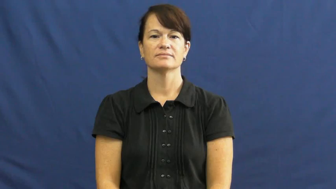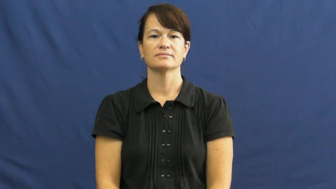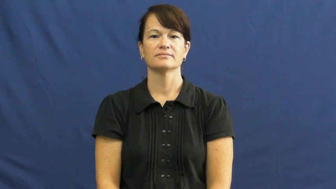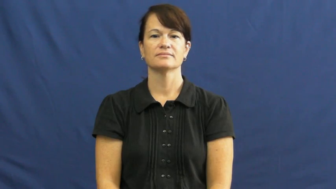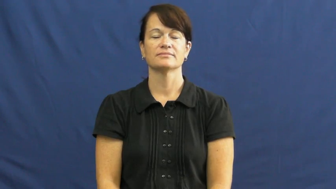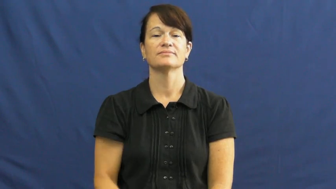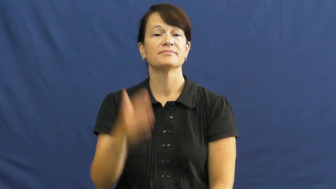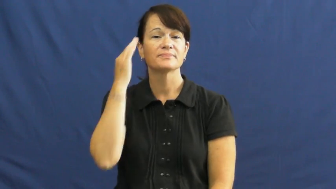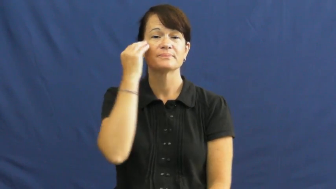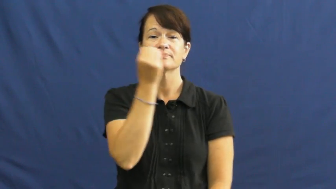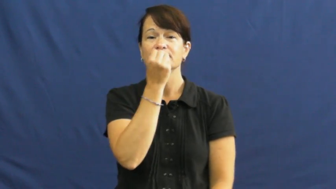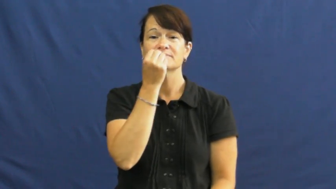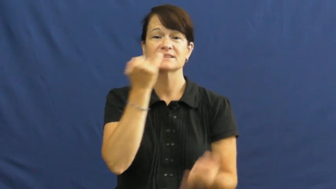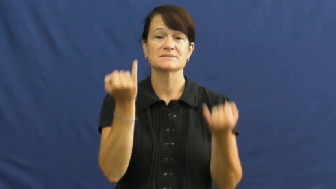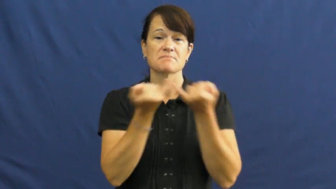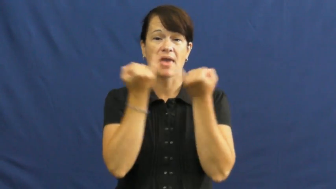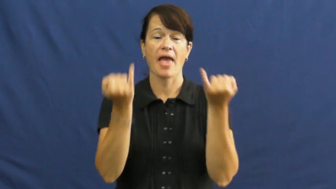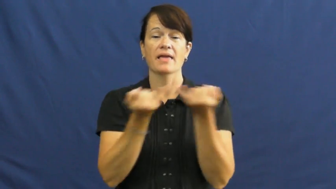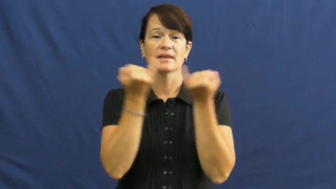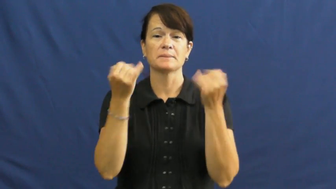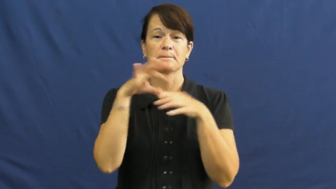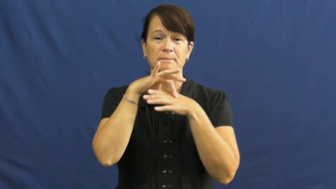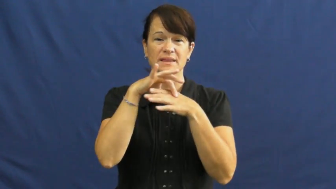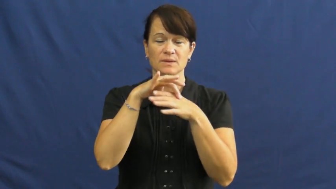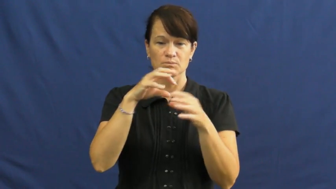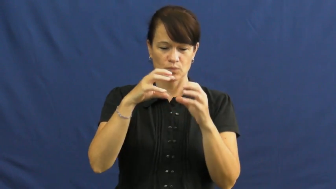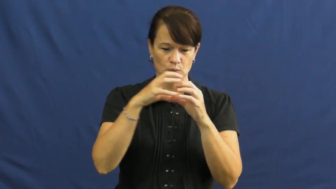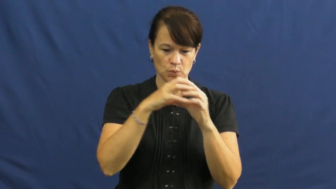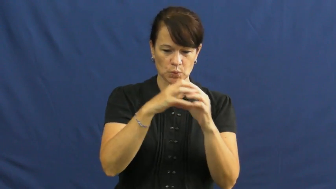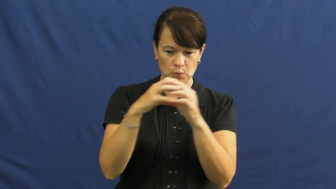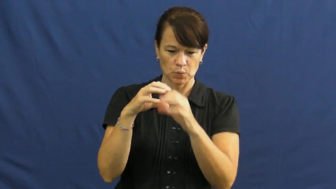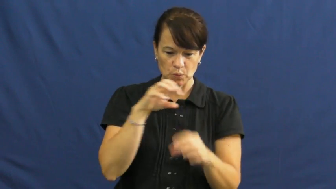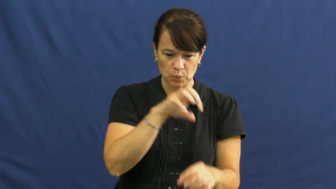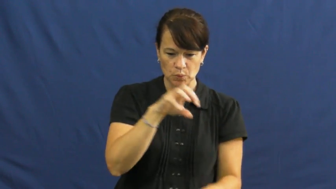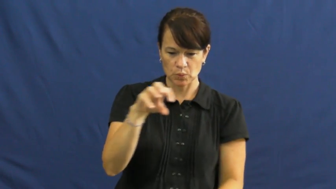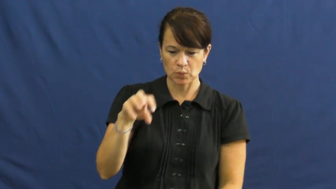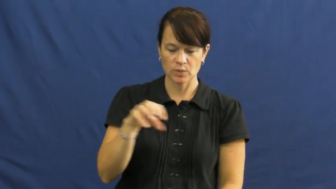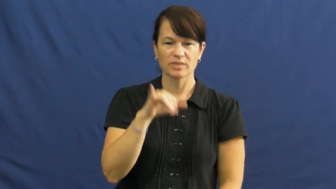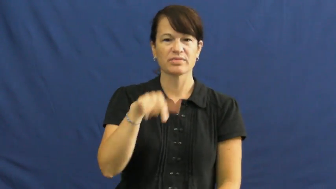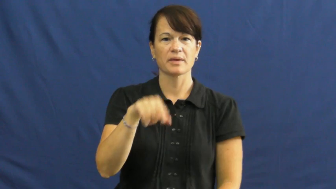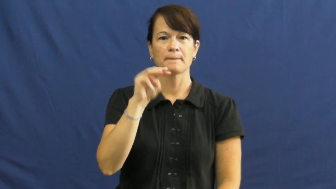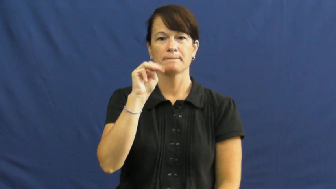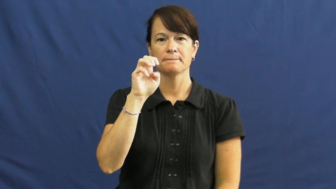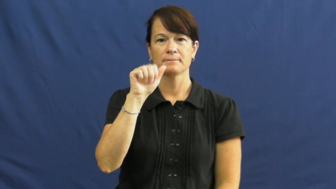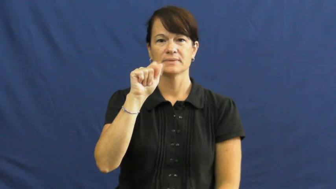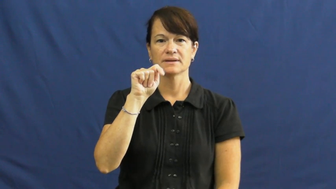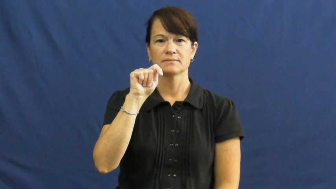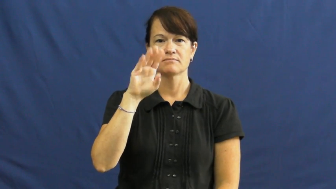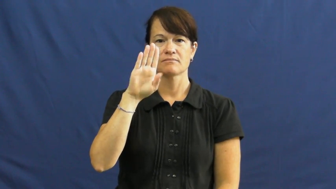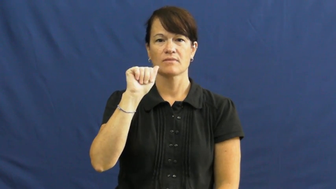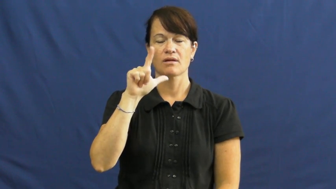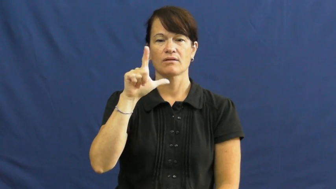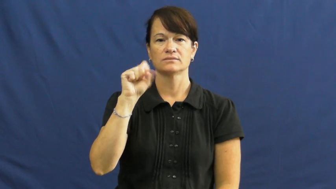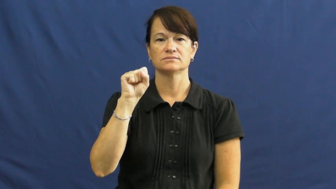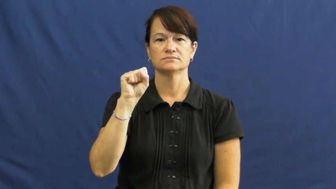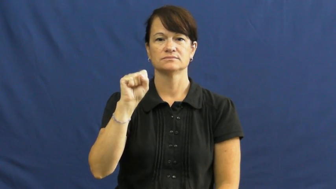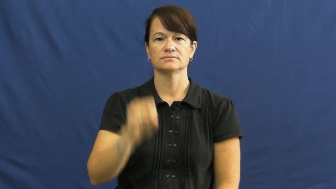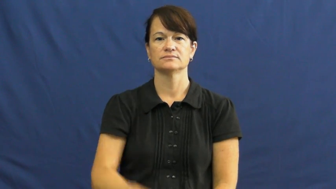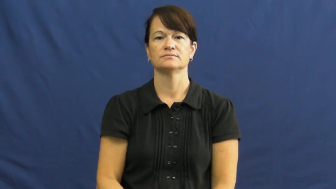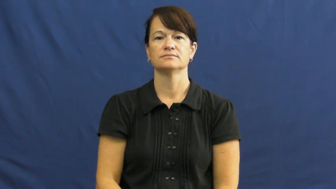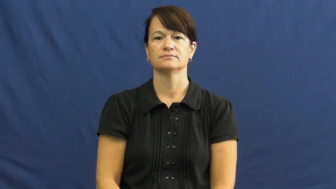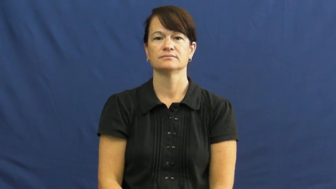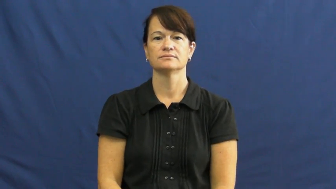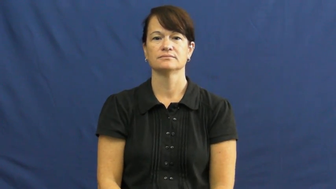meatballs